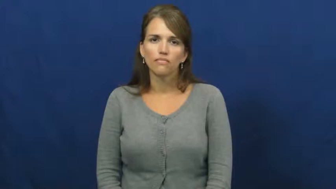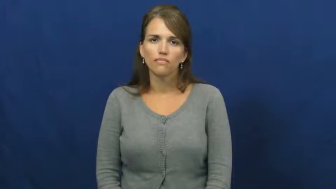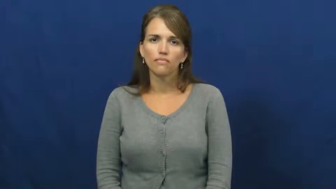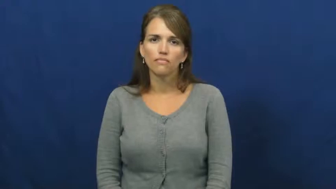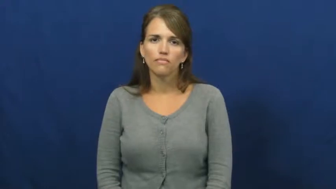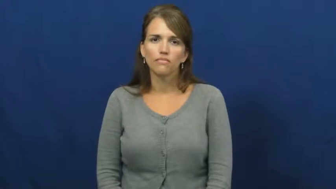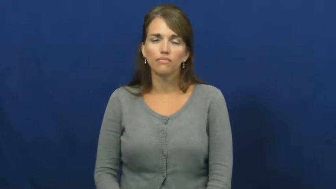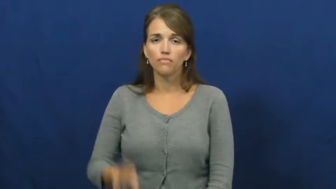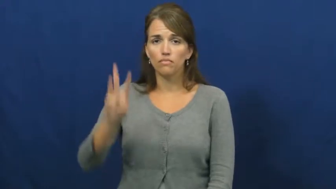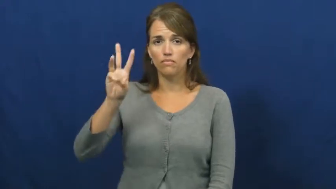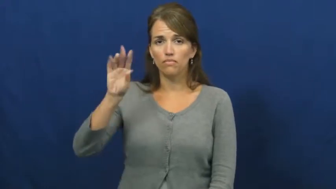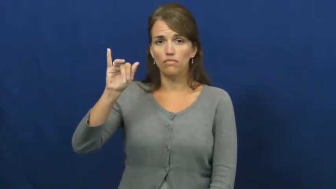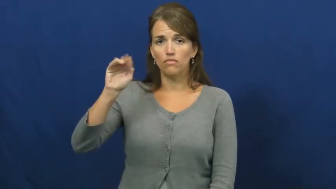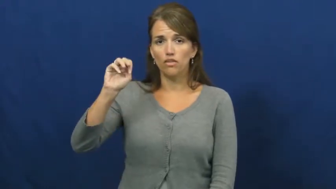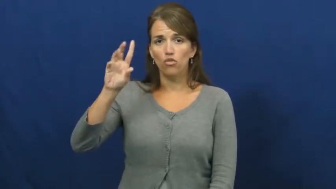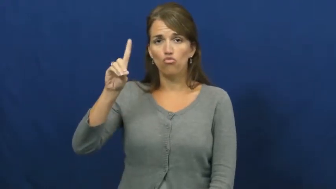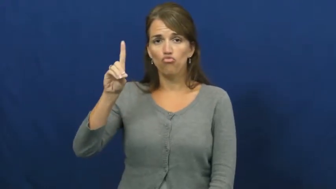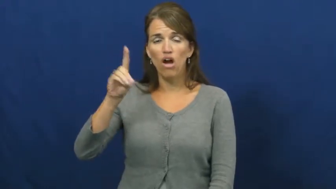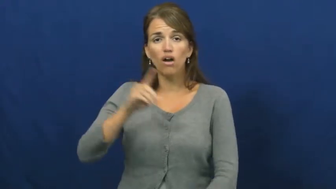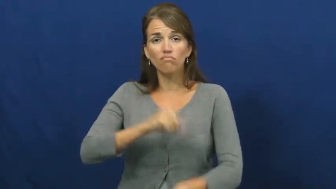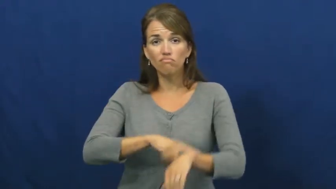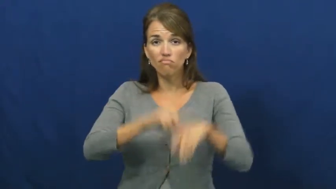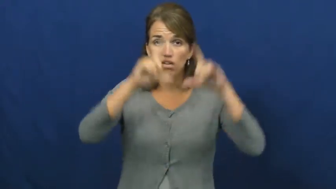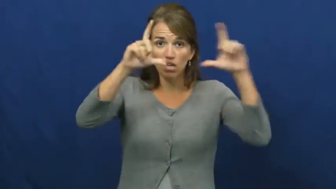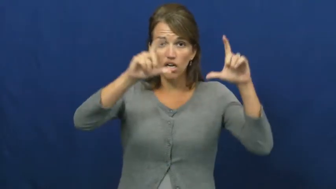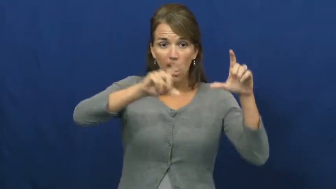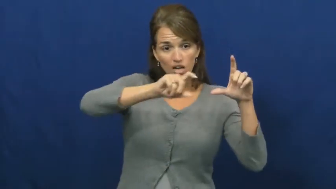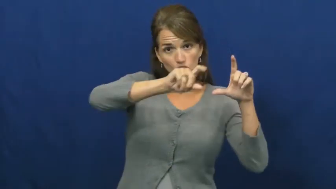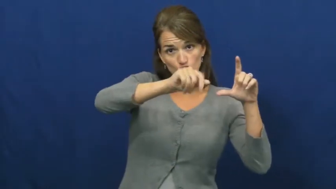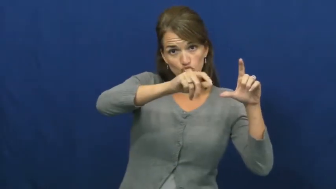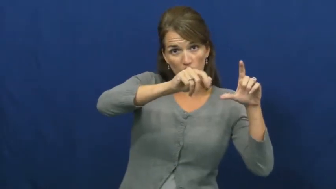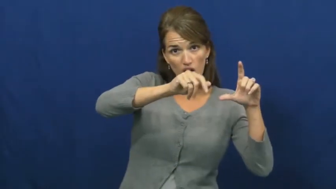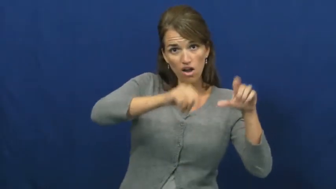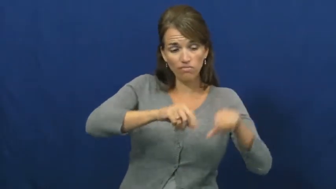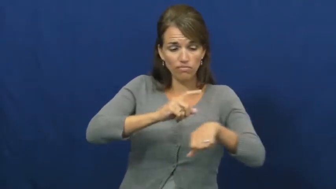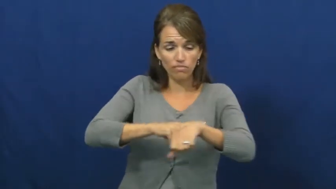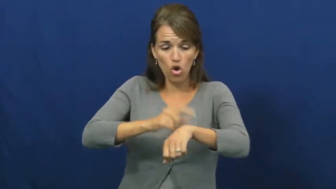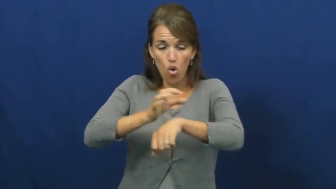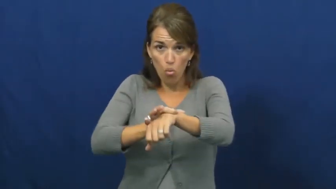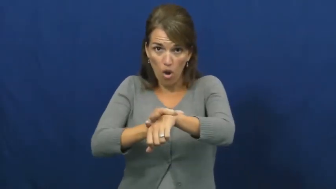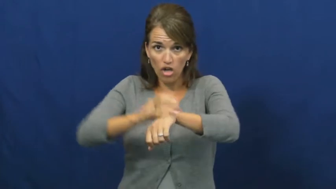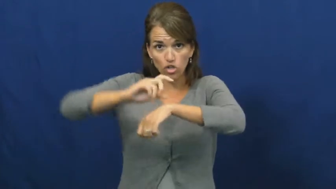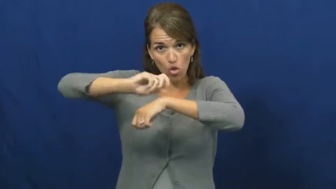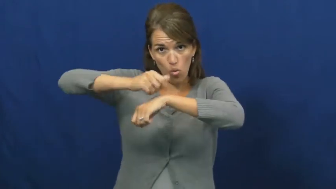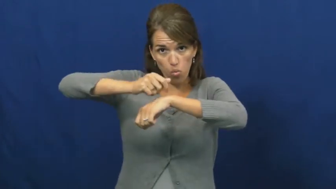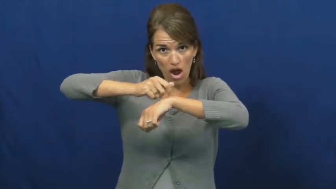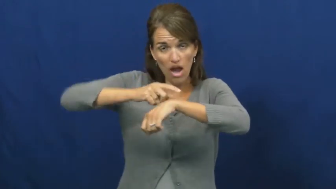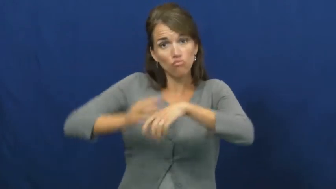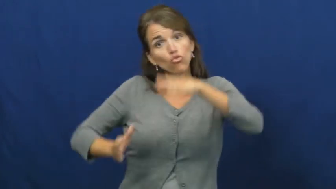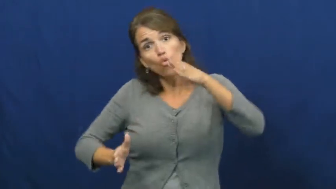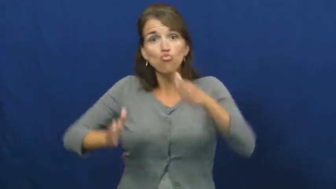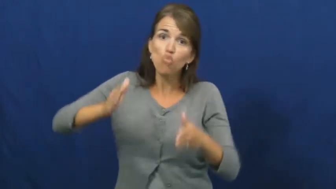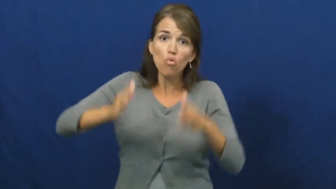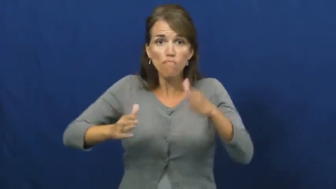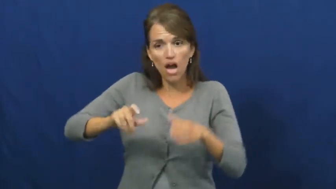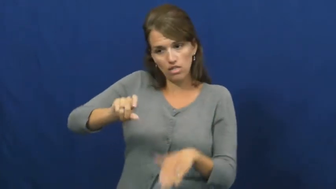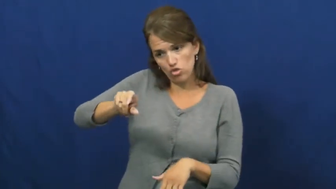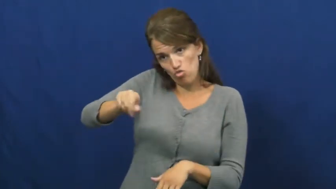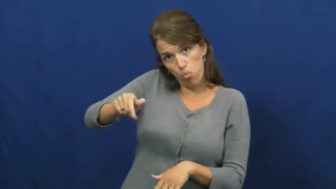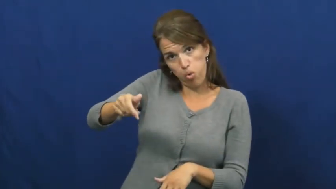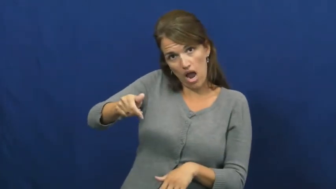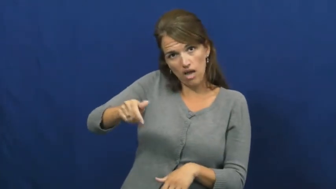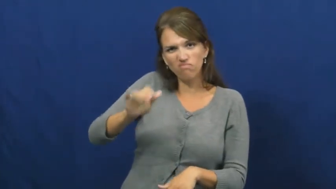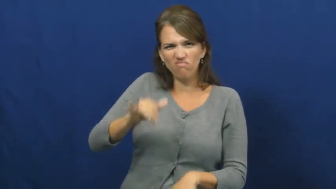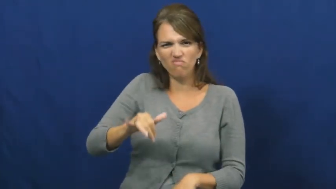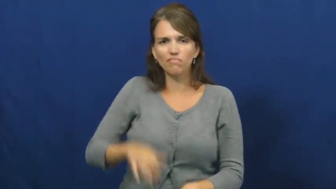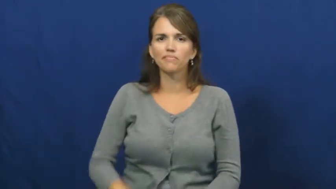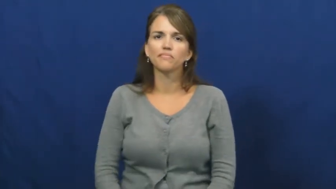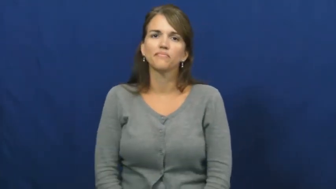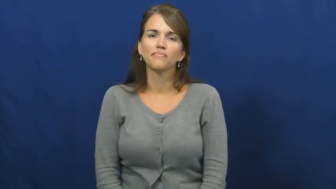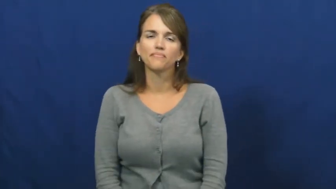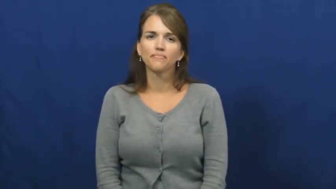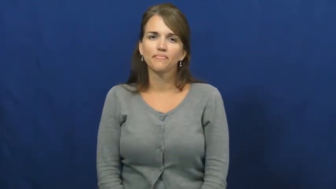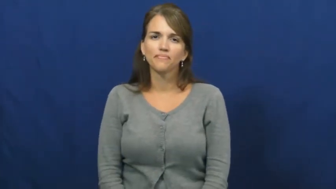wind,wind up-toy